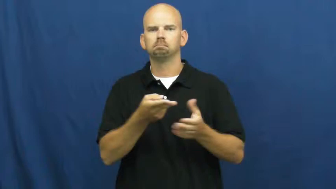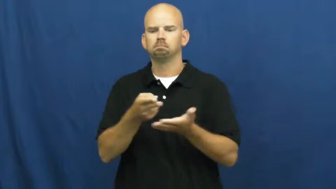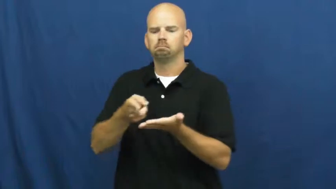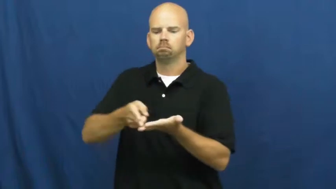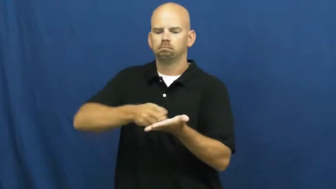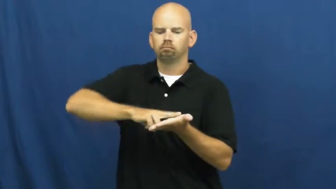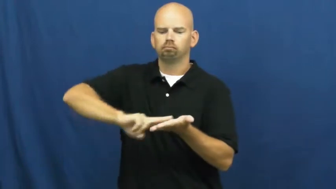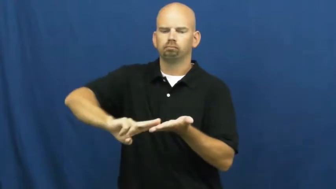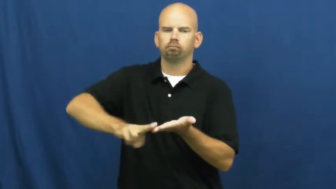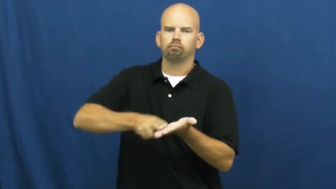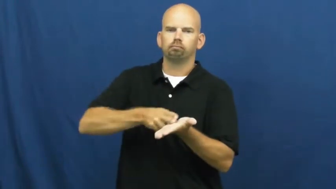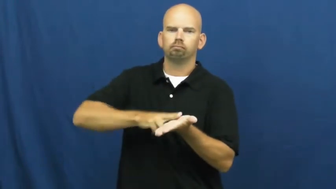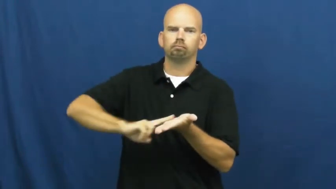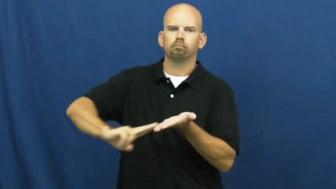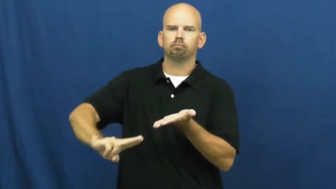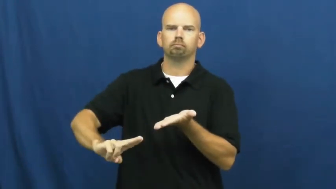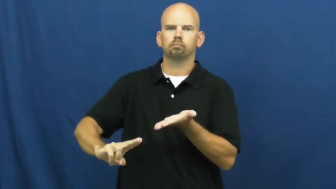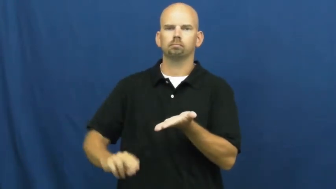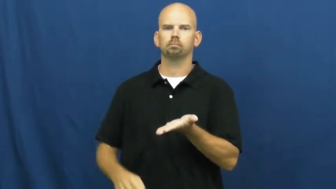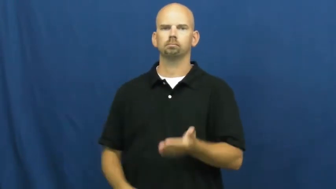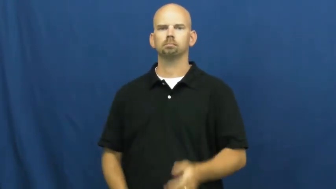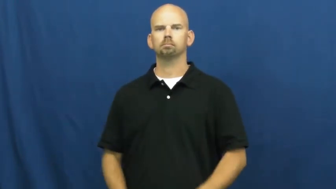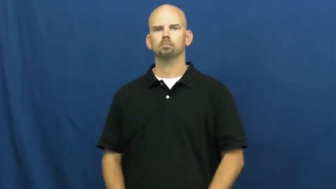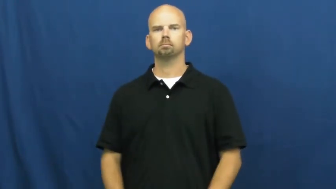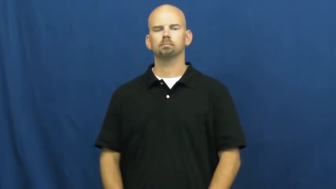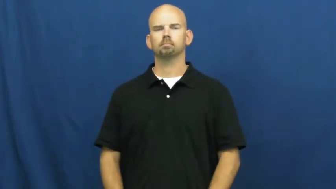spread,spread on,daub,bedaub,besmear-butter